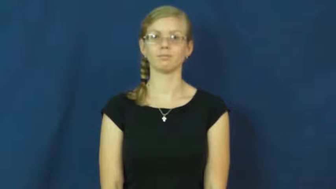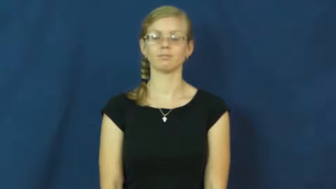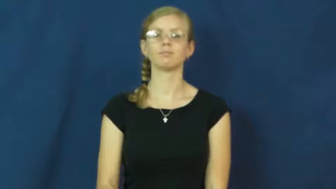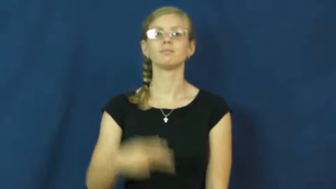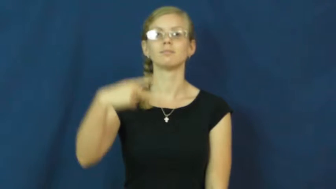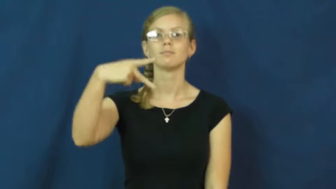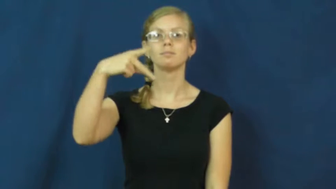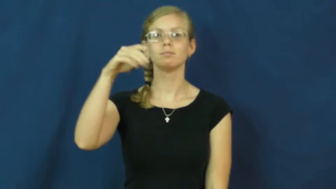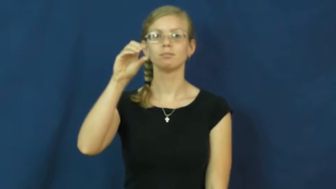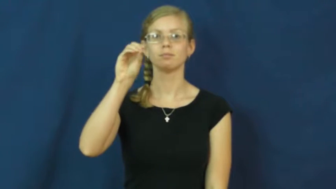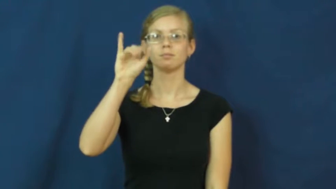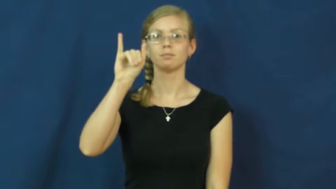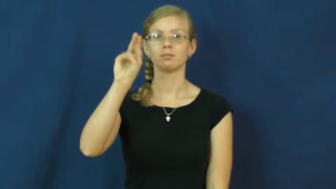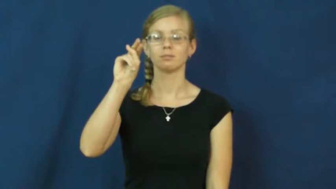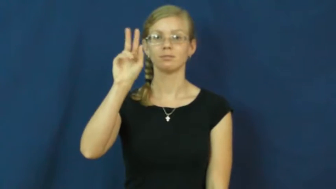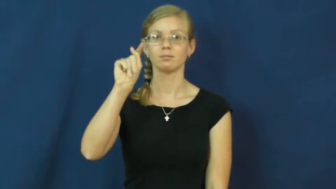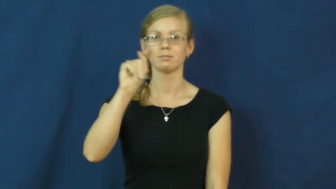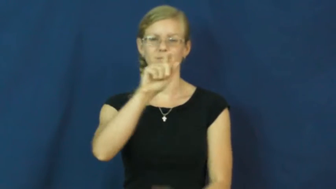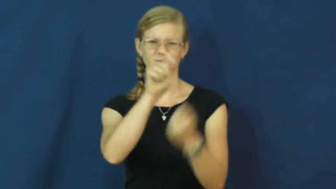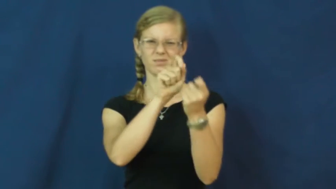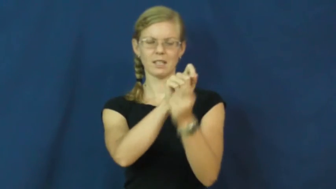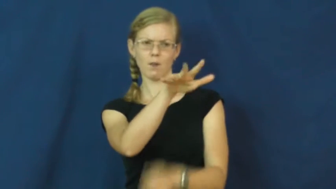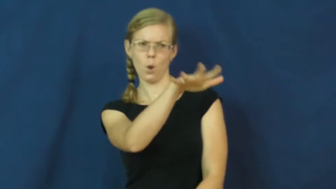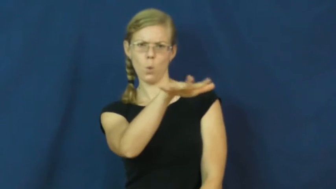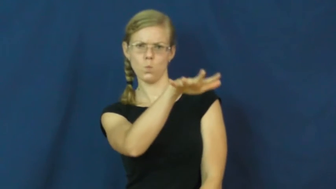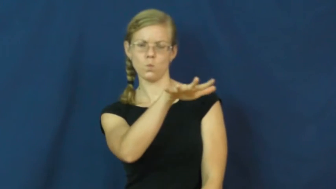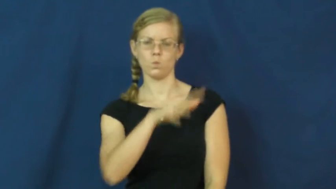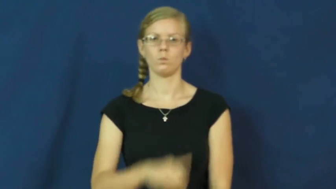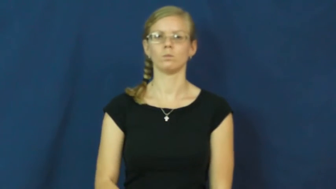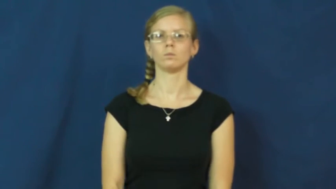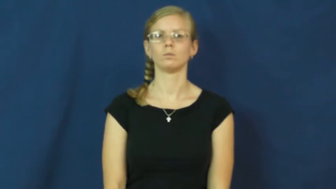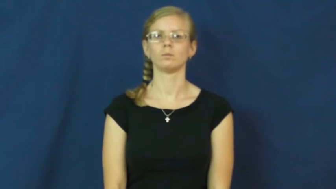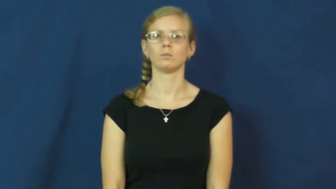point-location